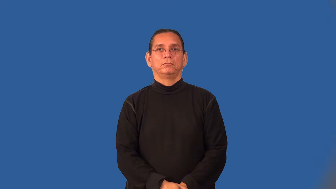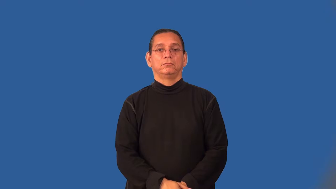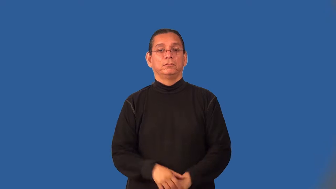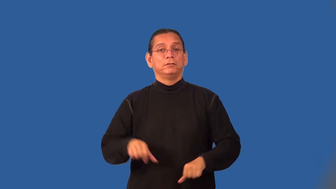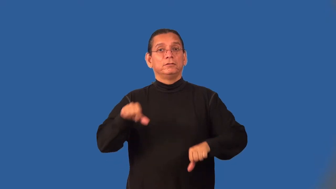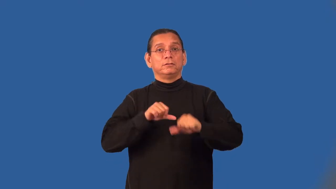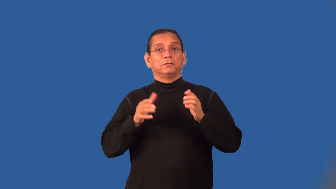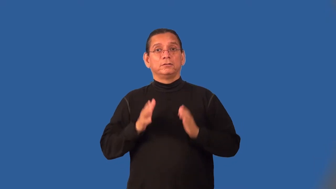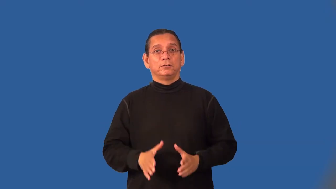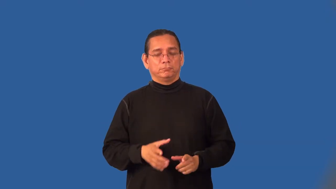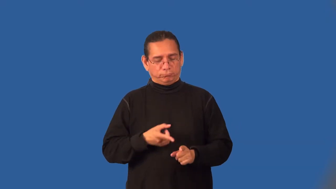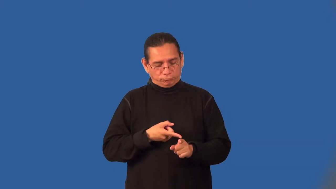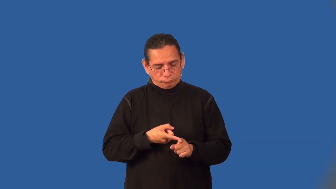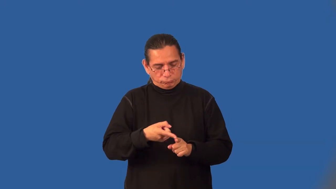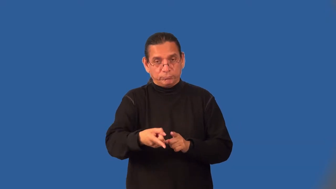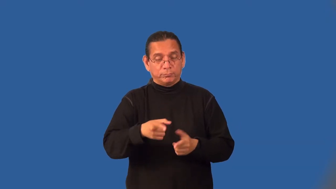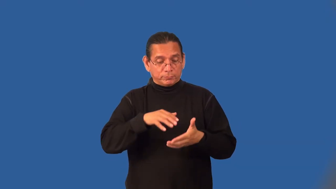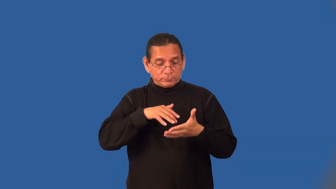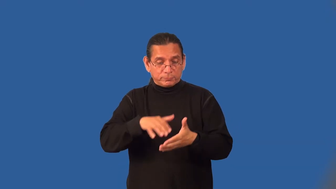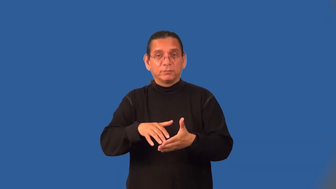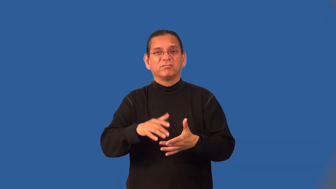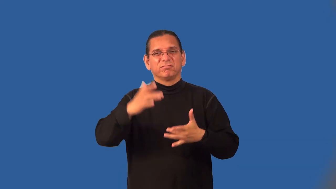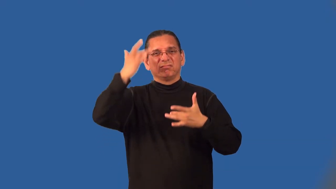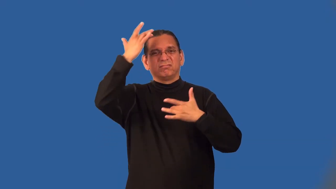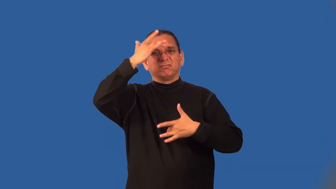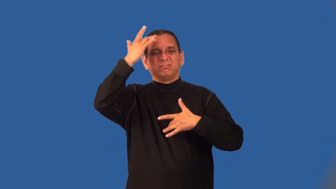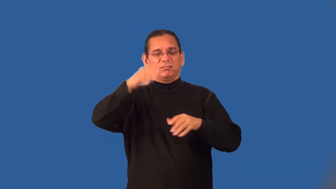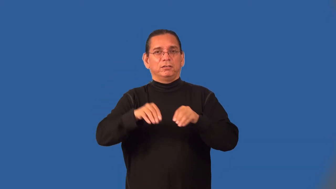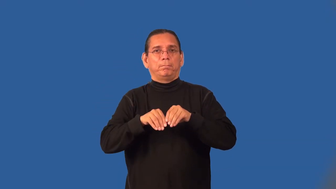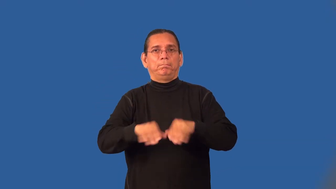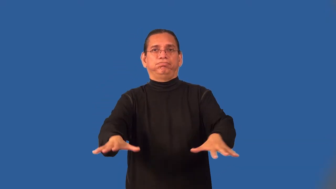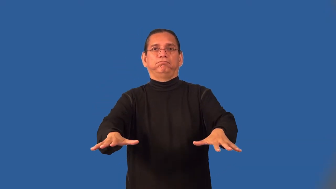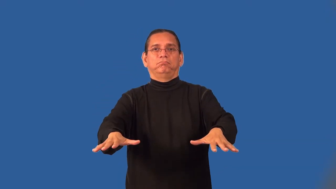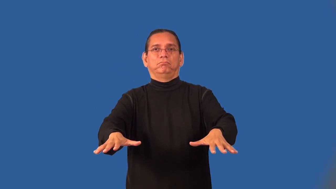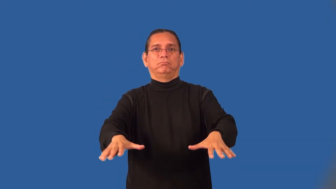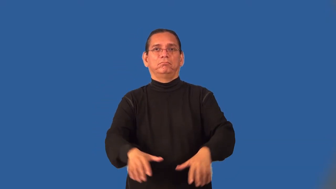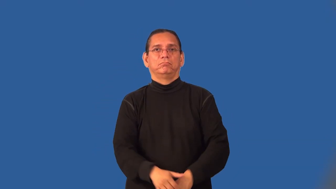epidemiologist